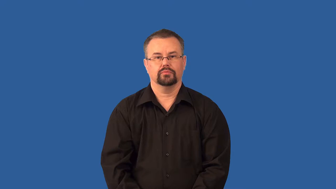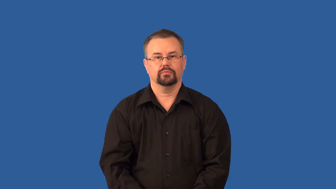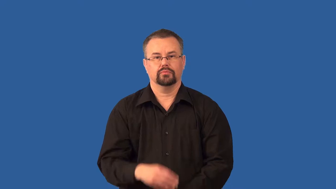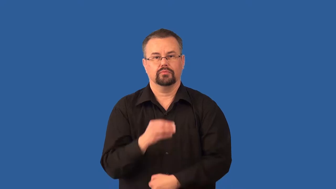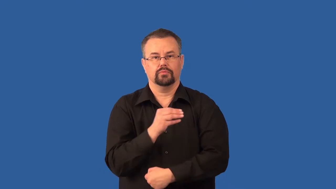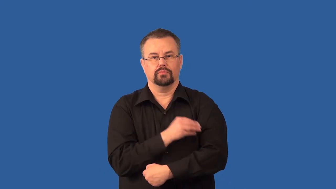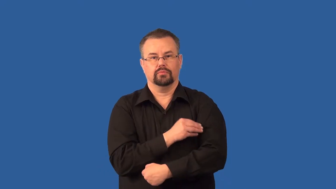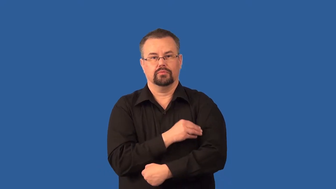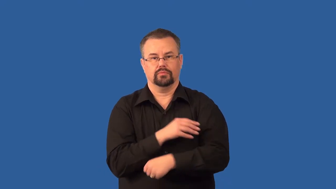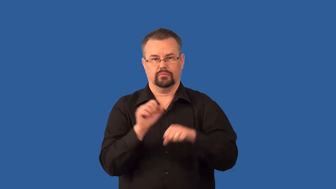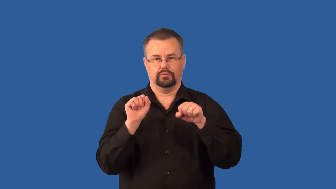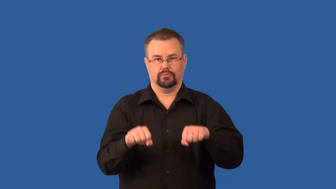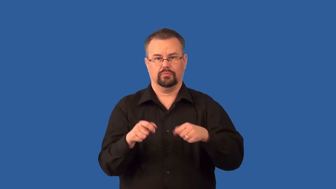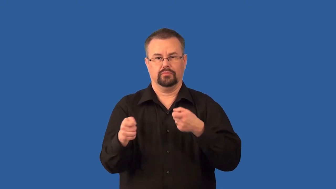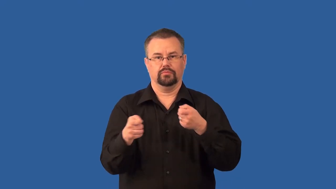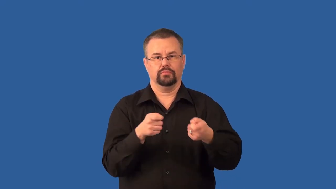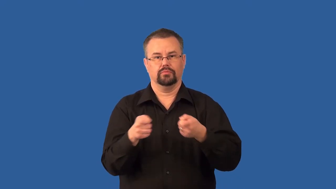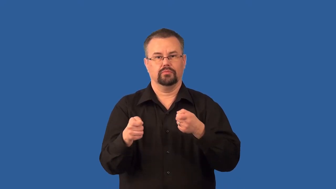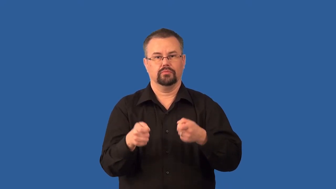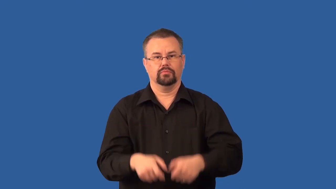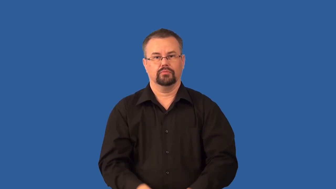voluntary- muscle